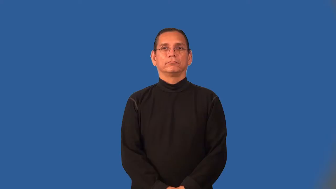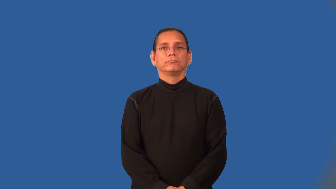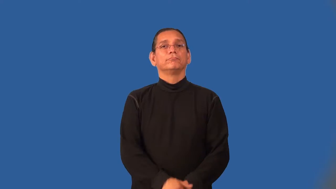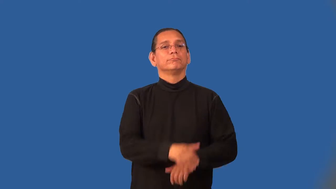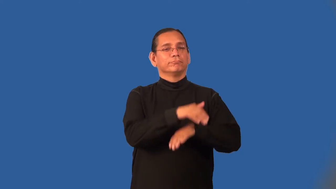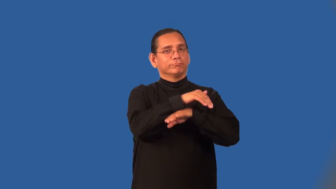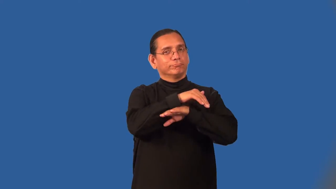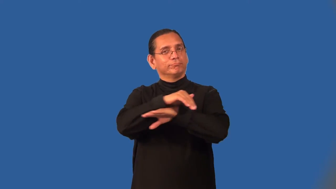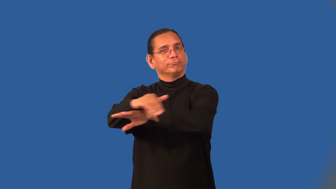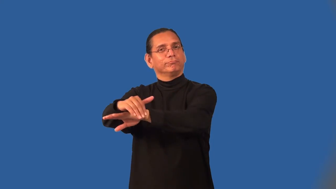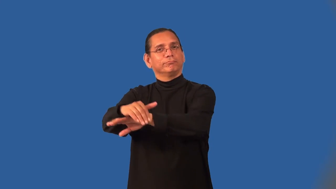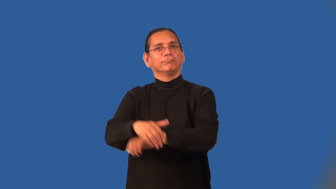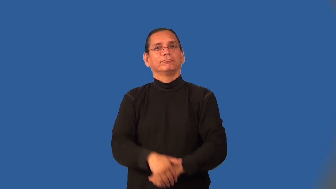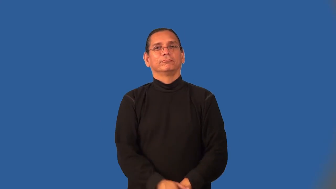nightly